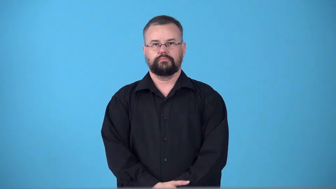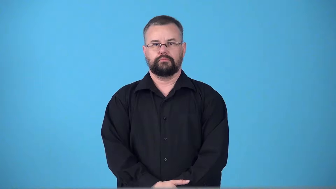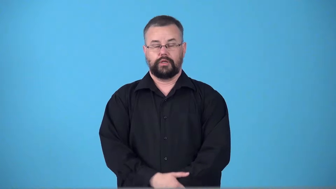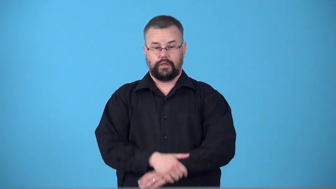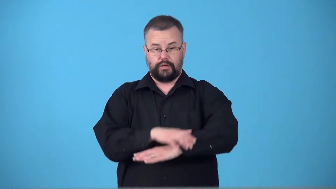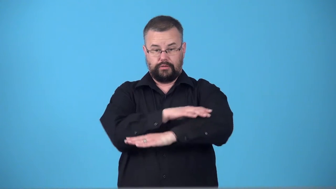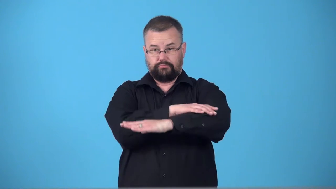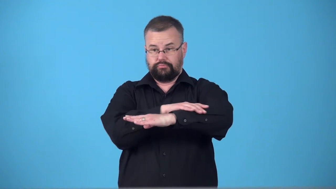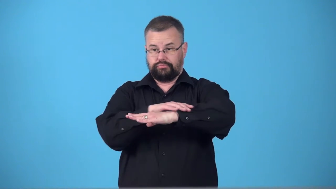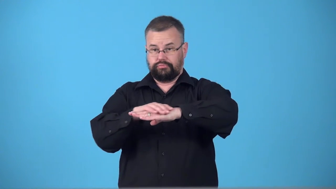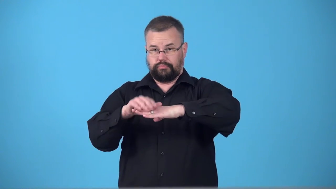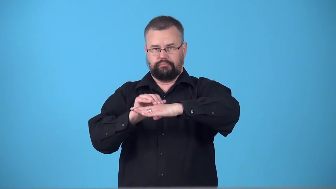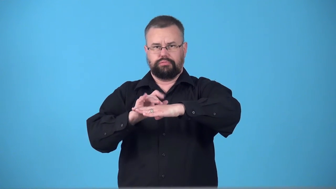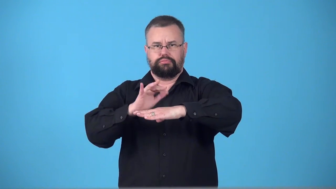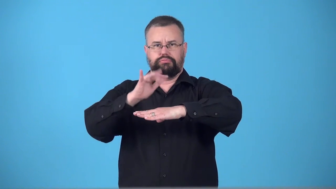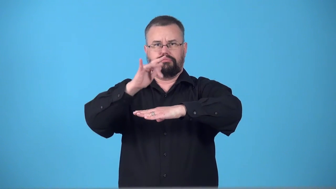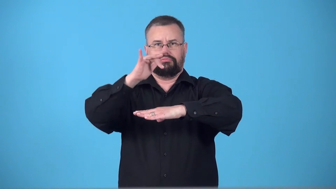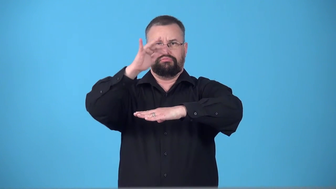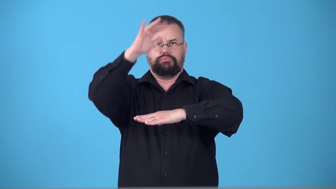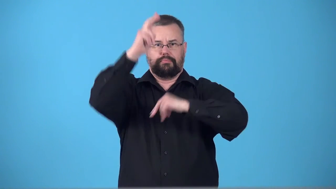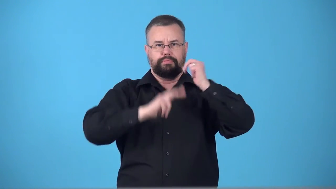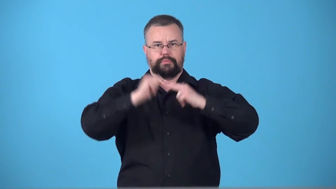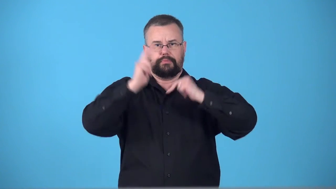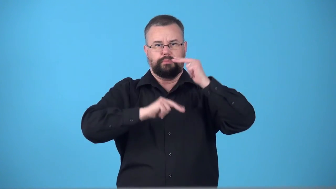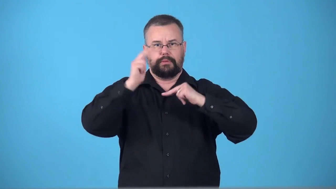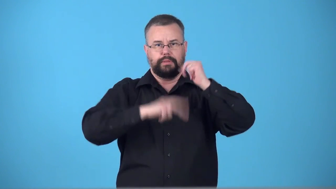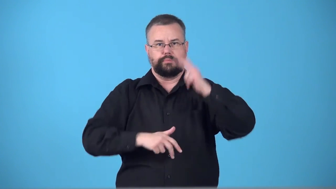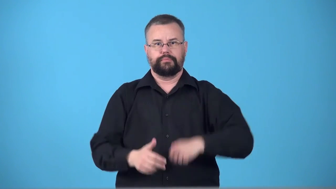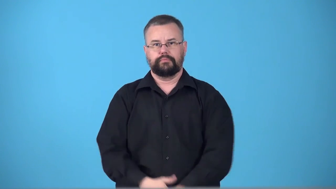superstructure